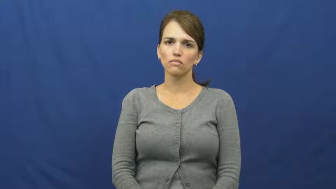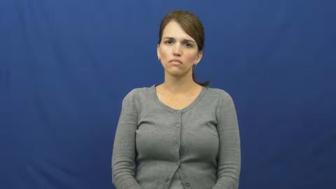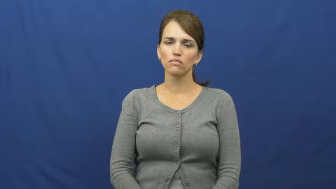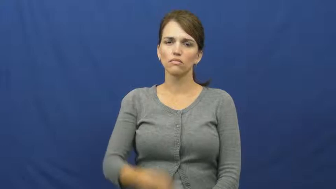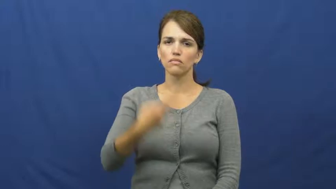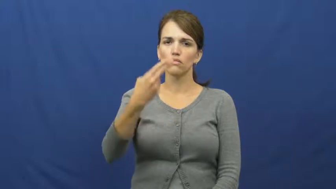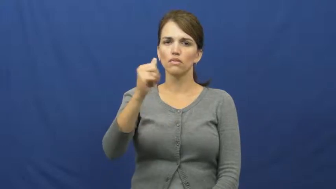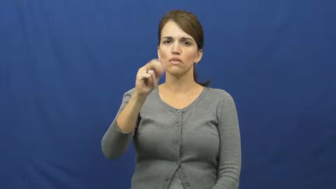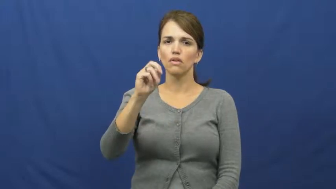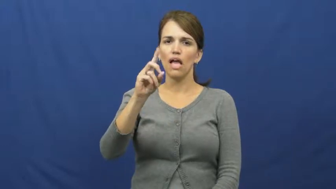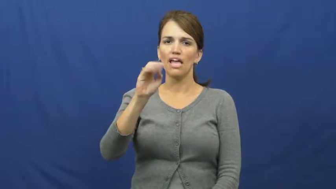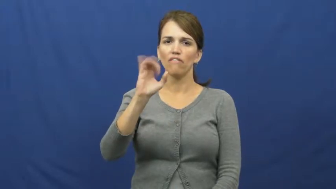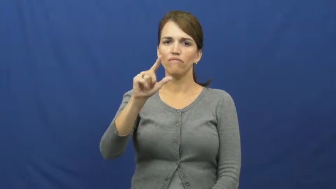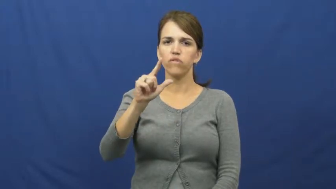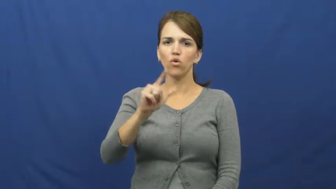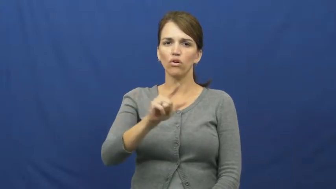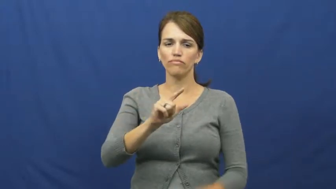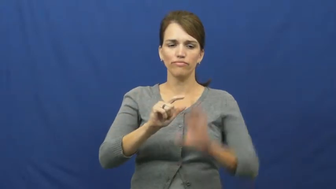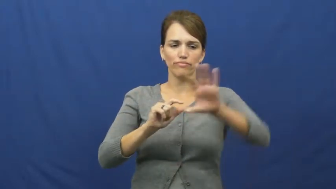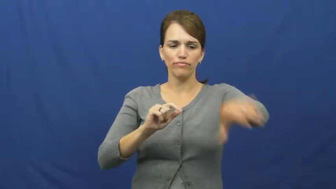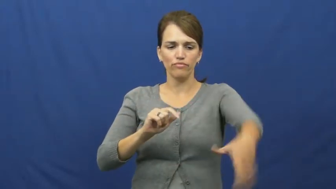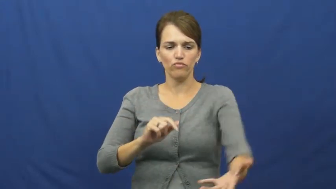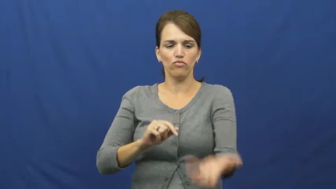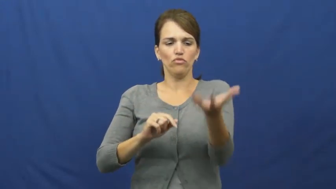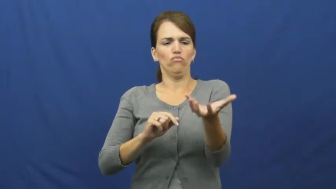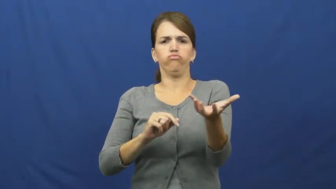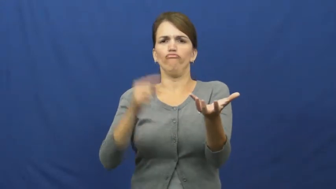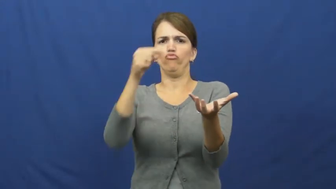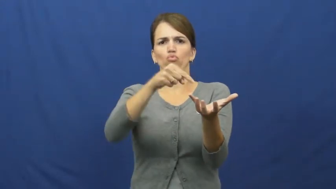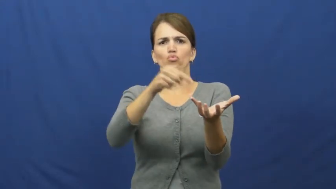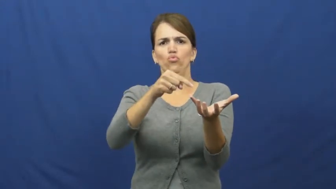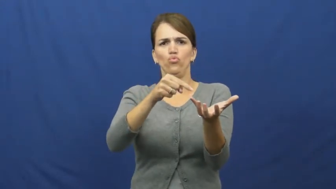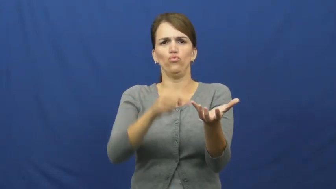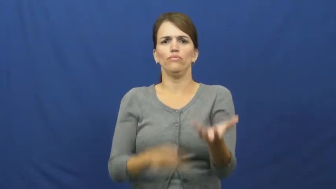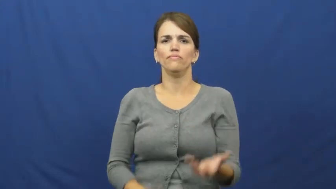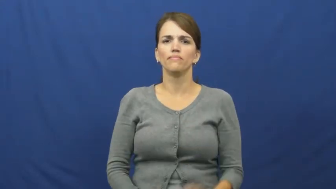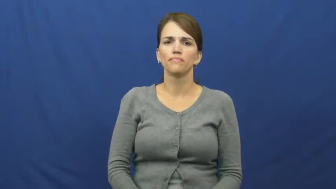handful-amount